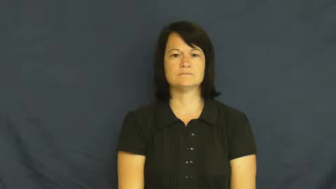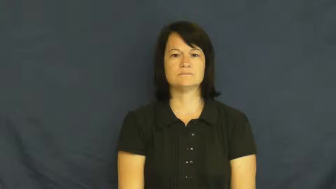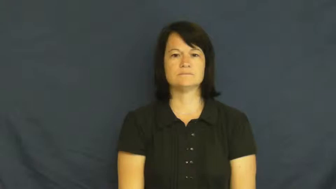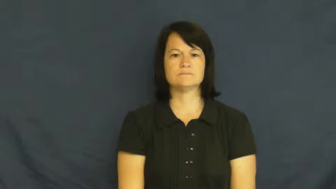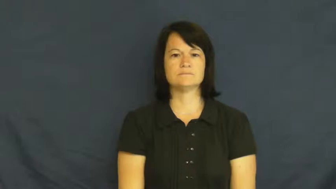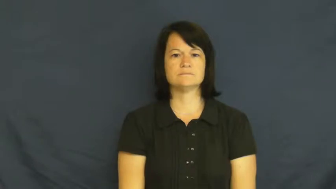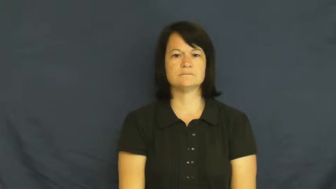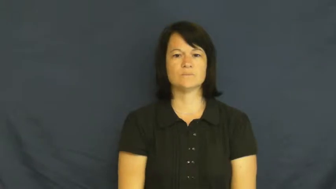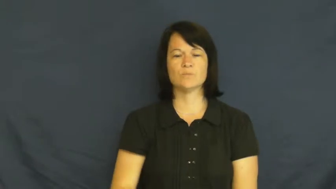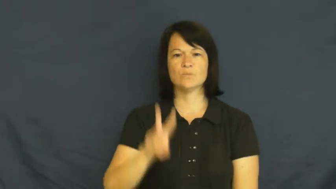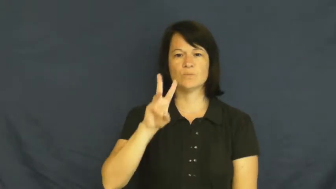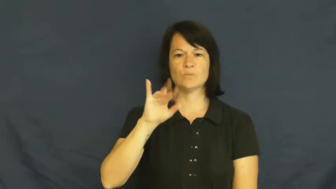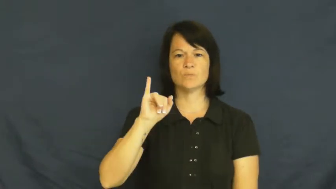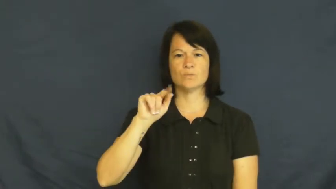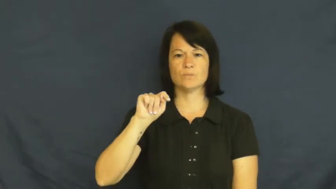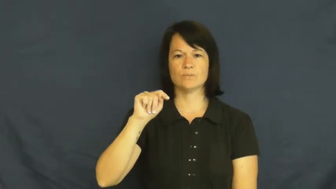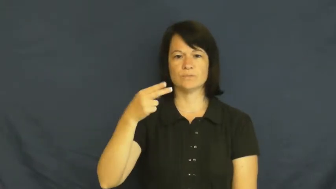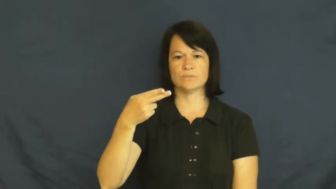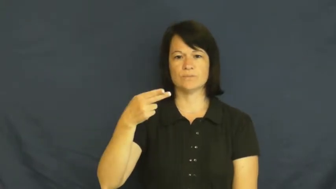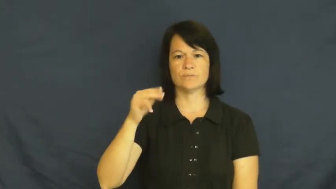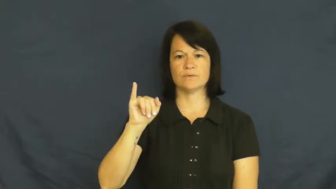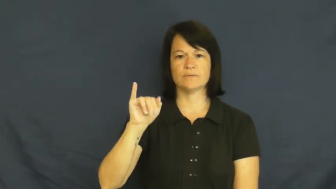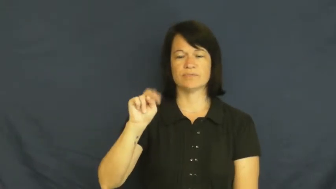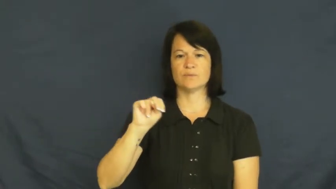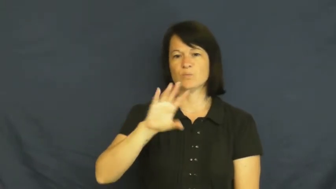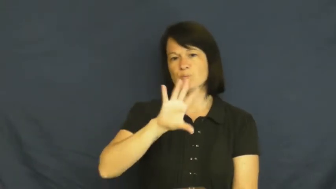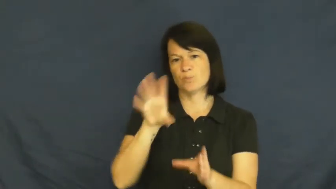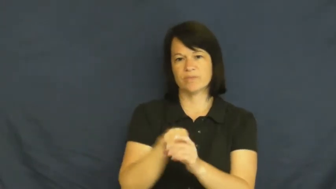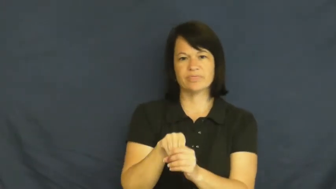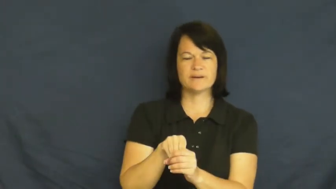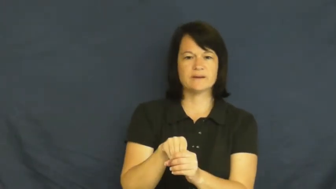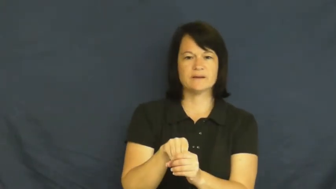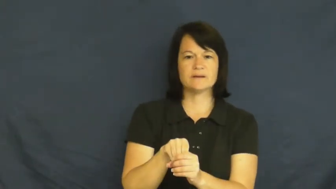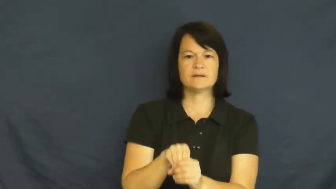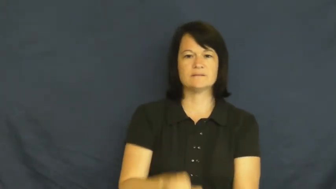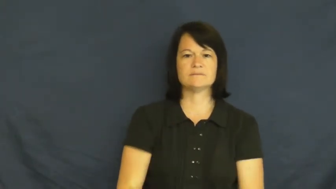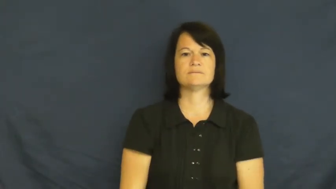within-inside